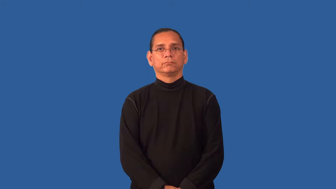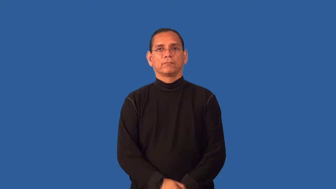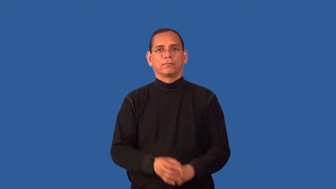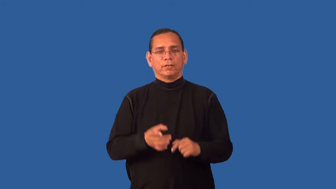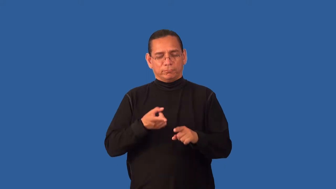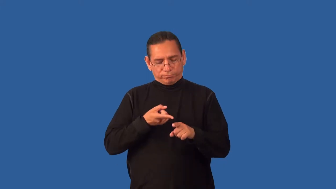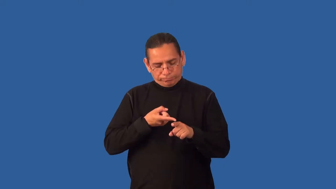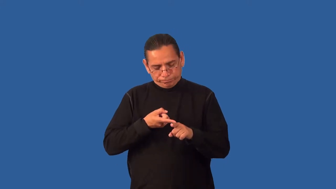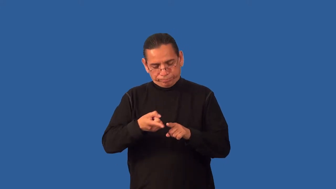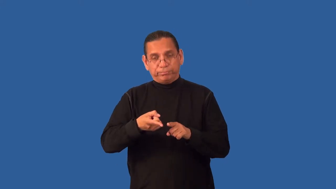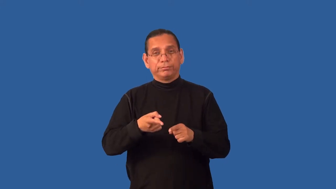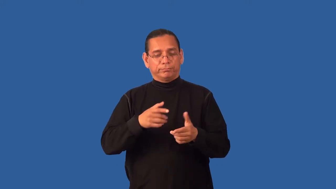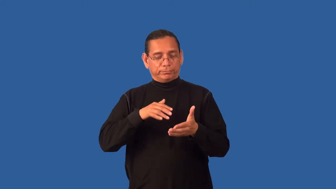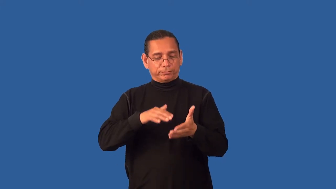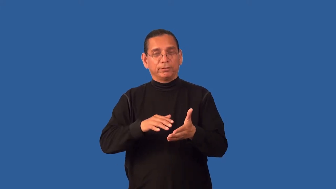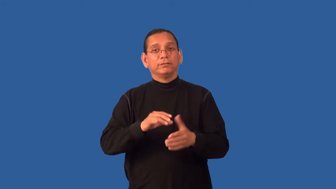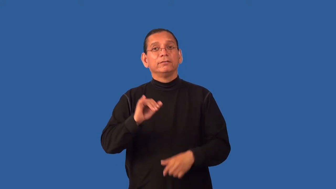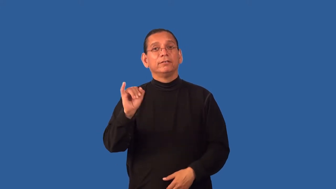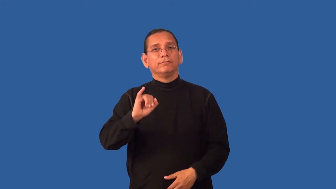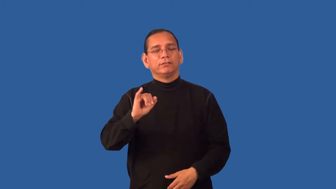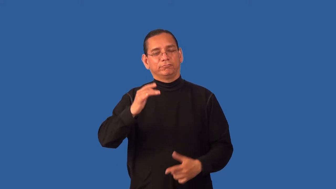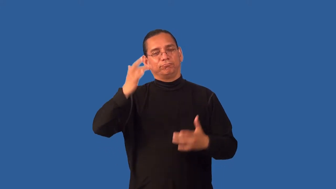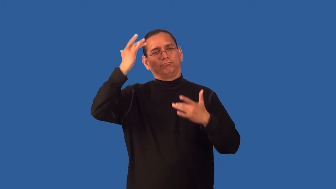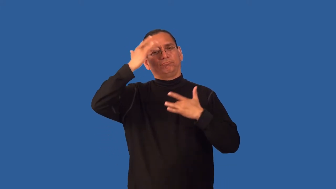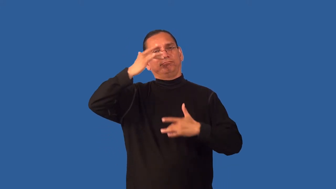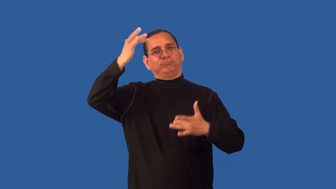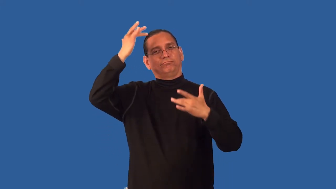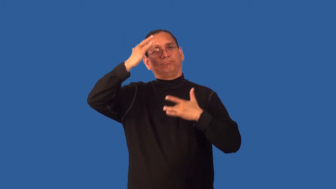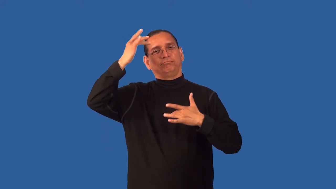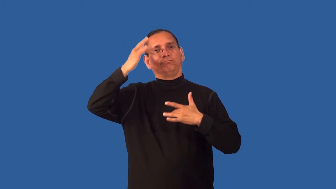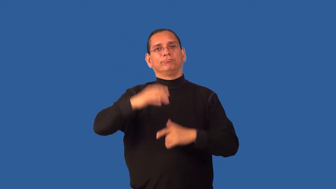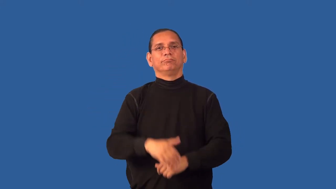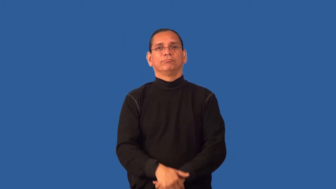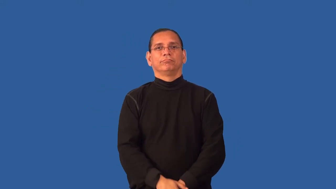epidemiology